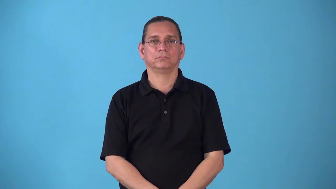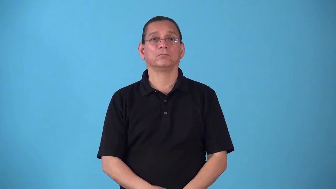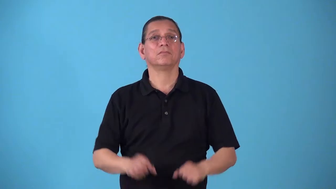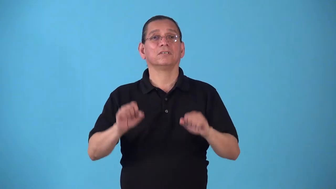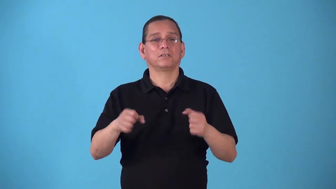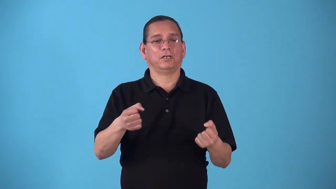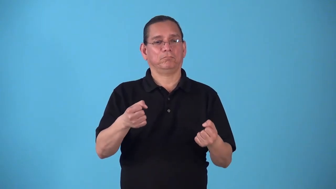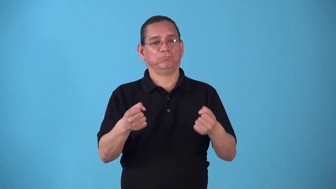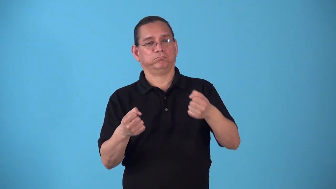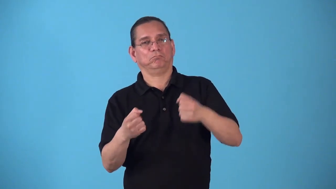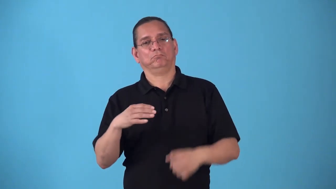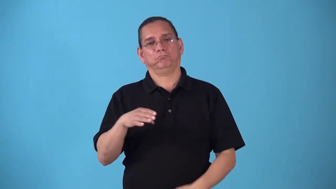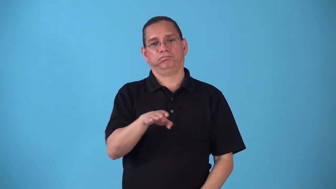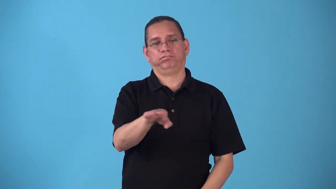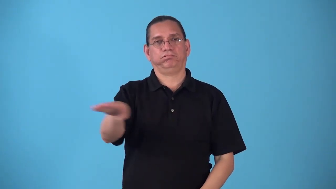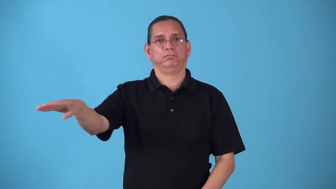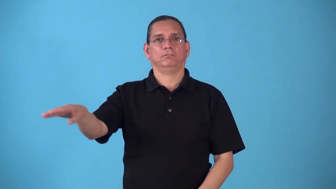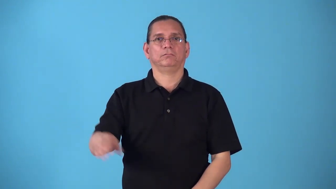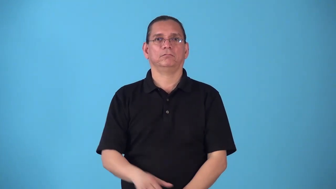steerable